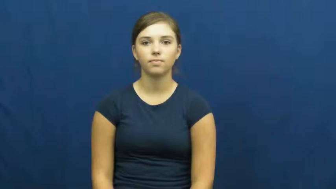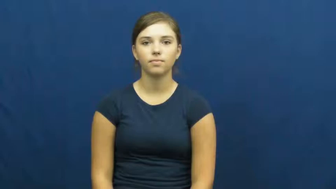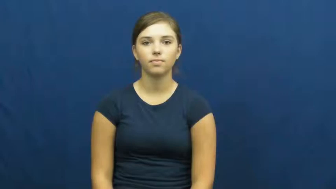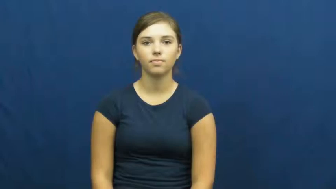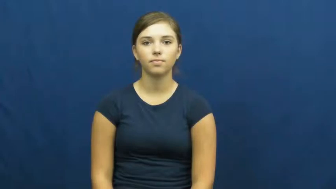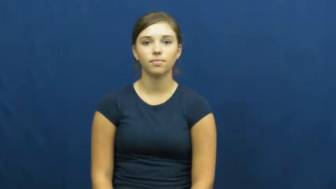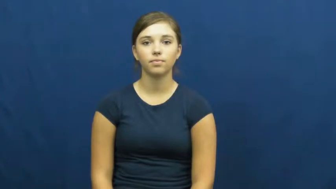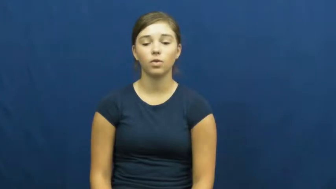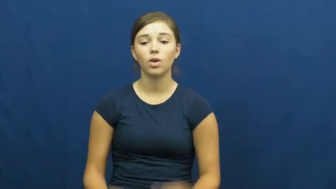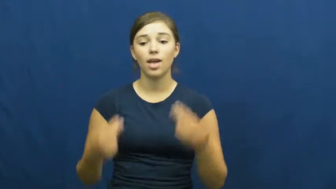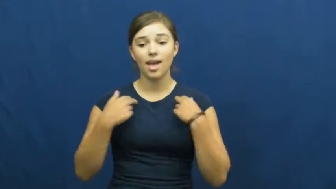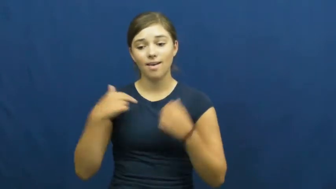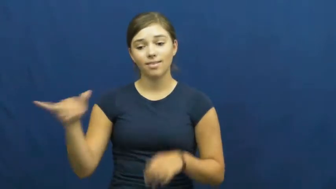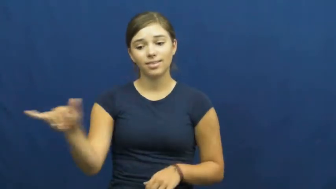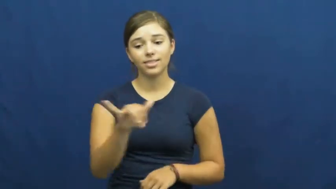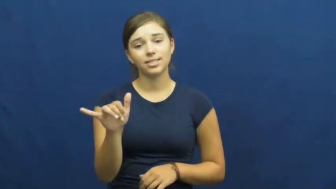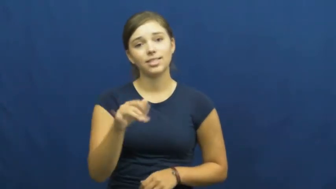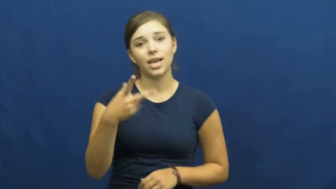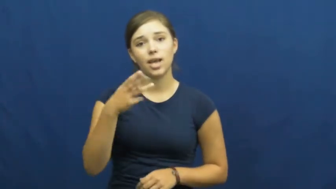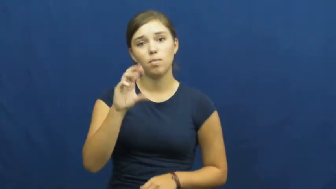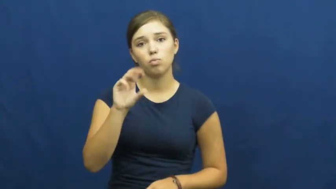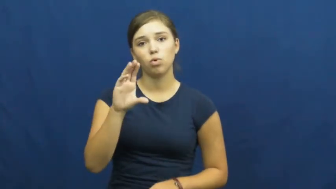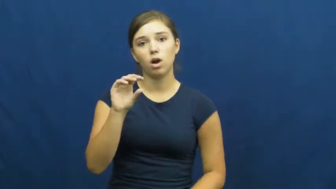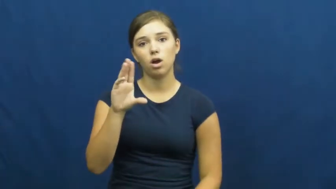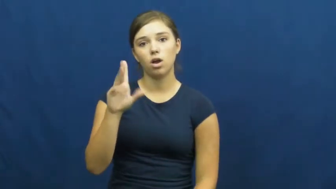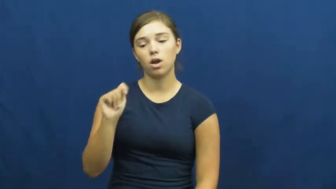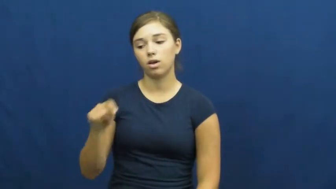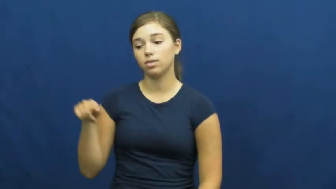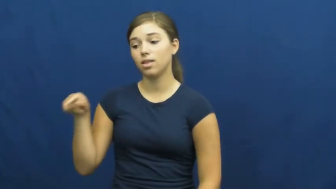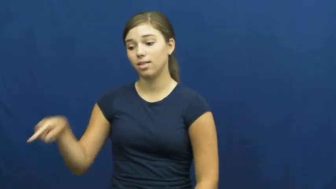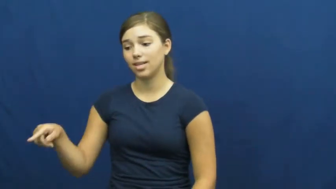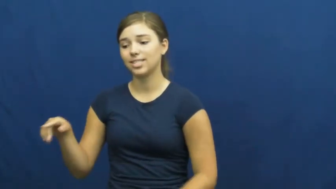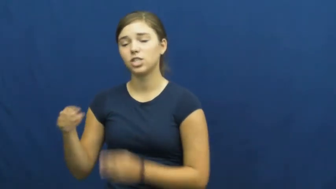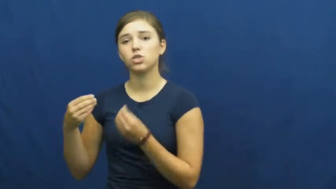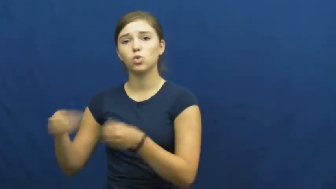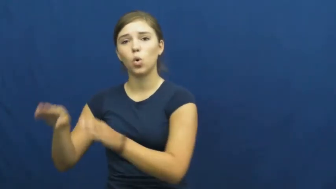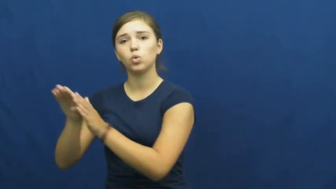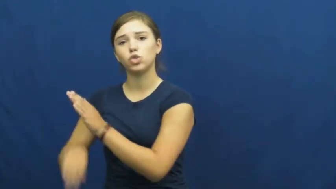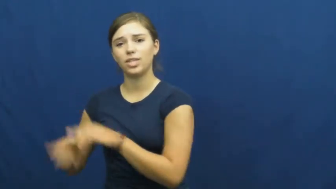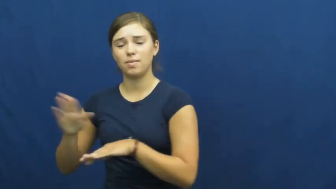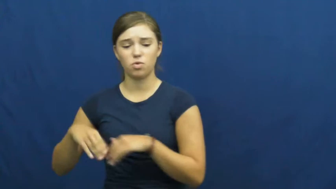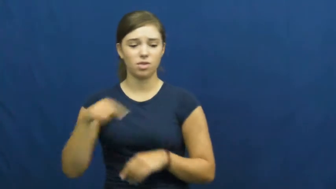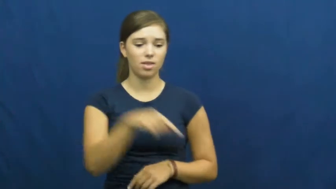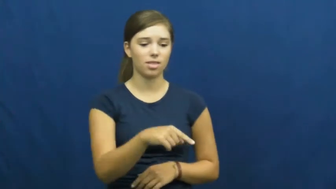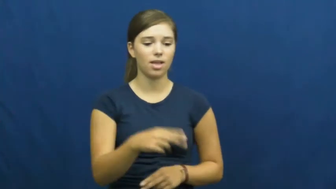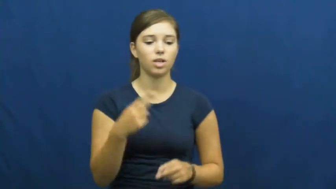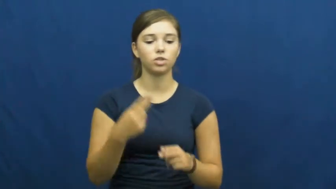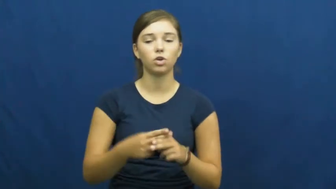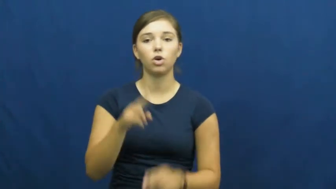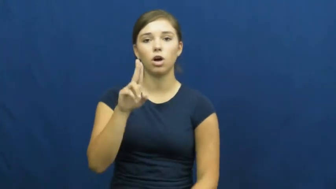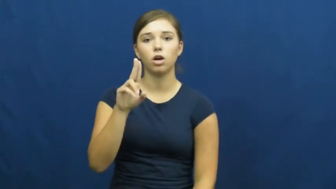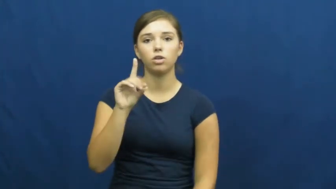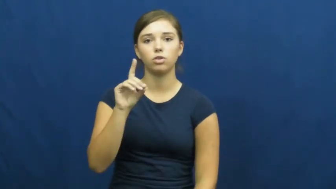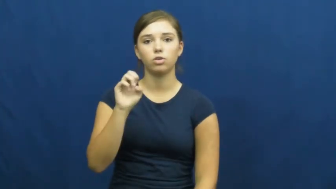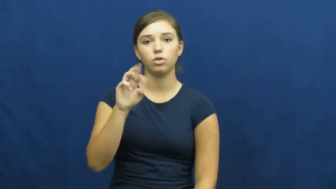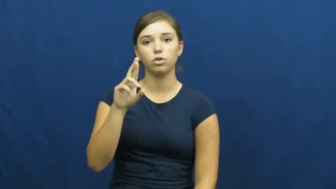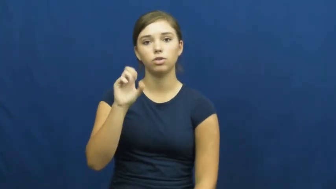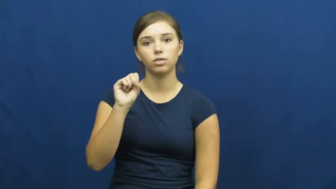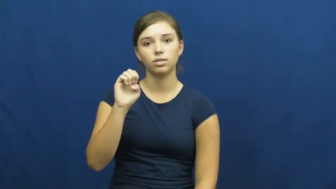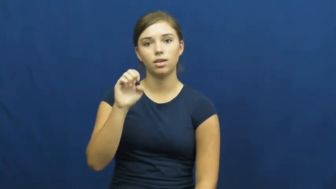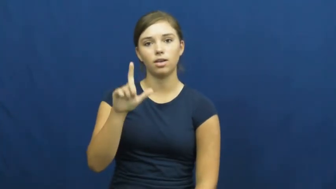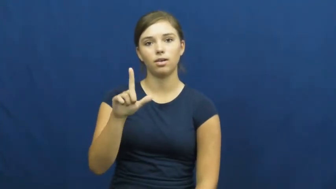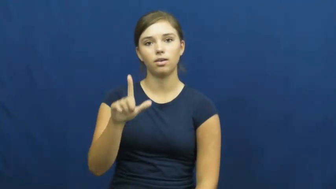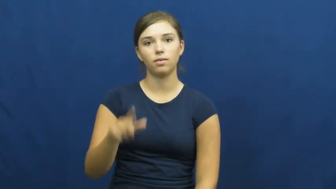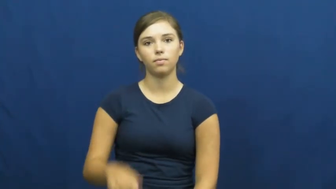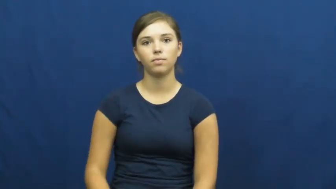undersell